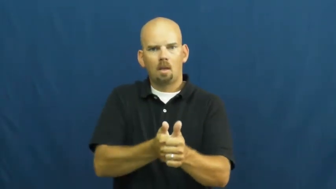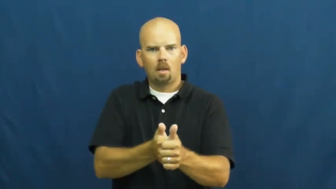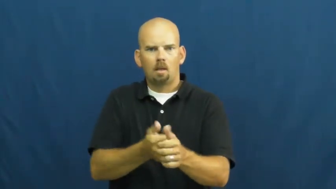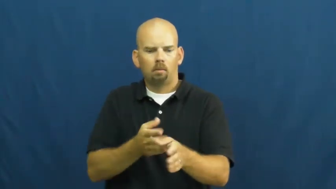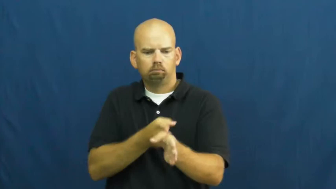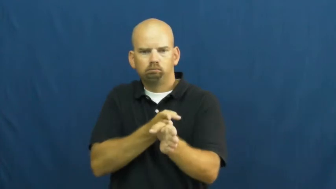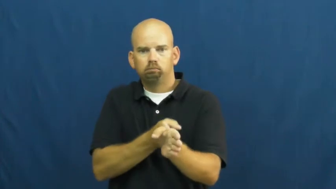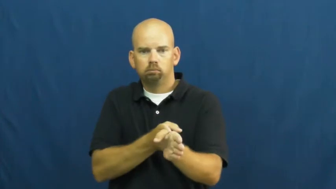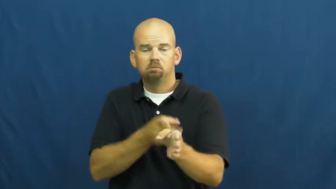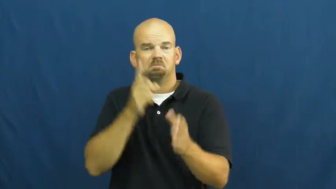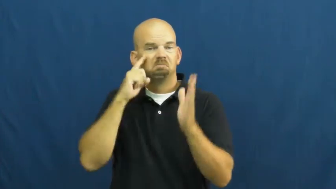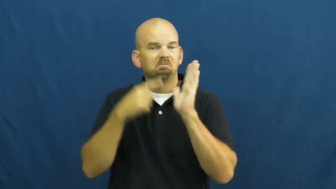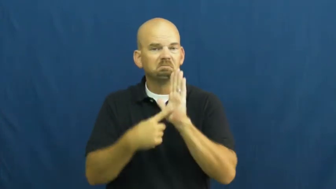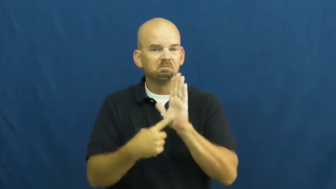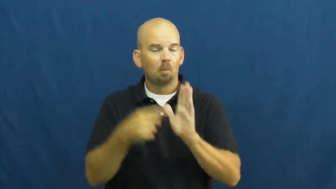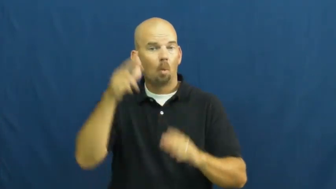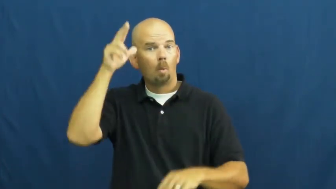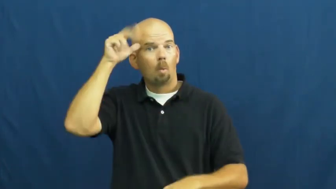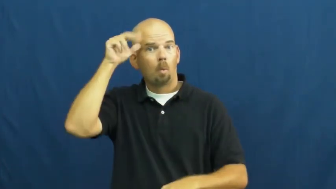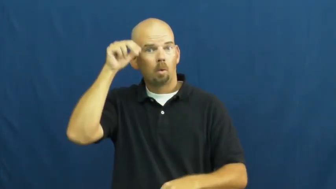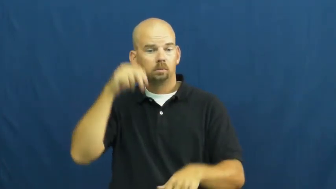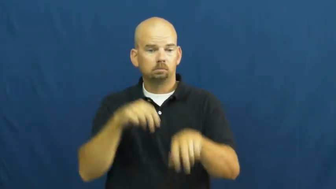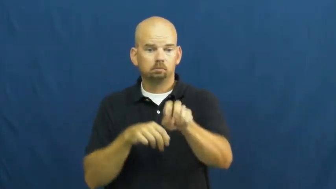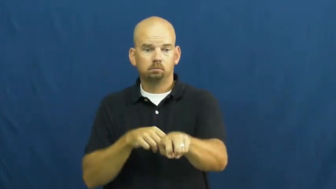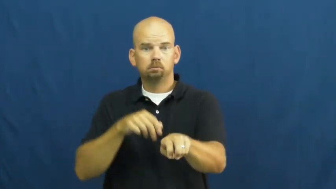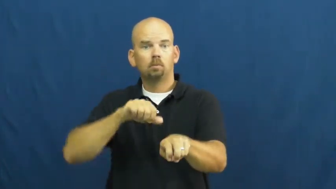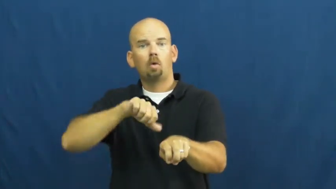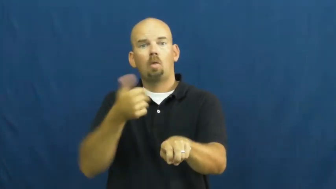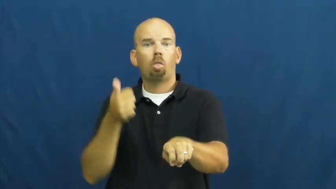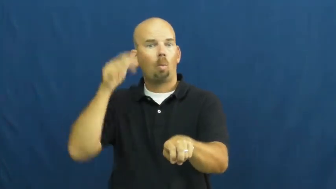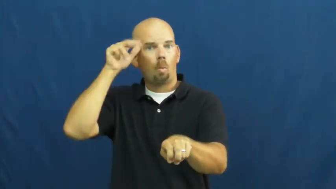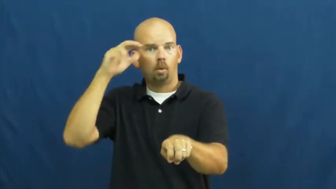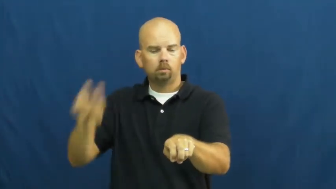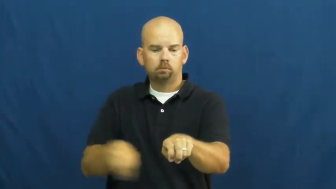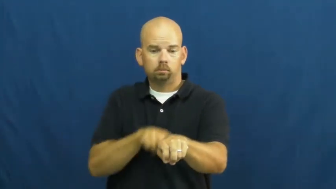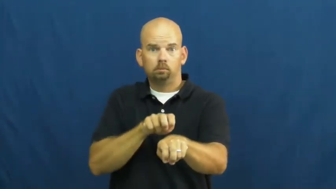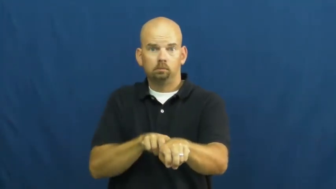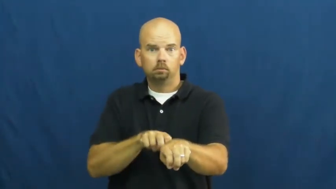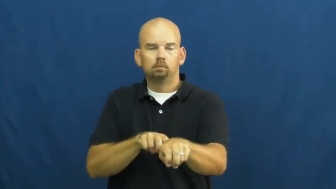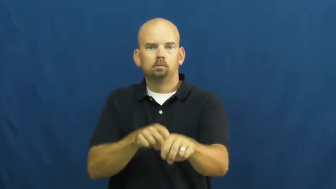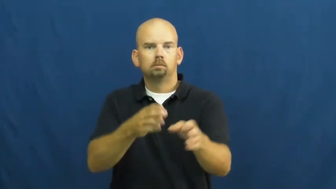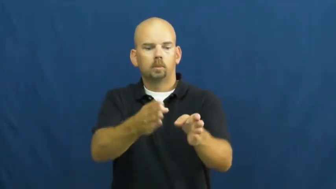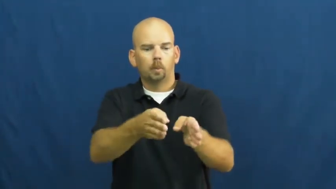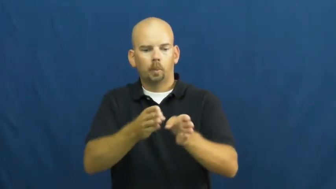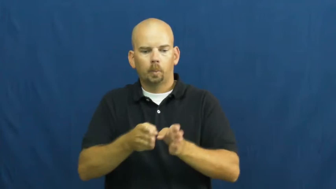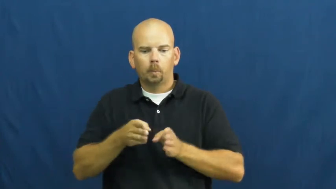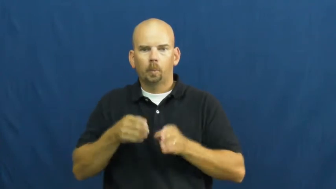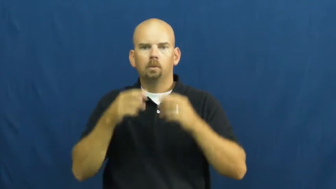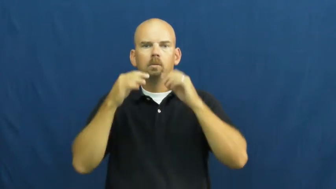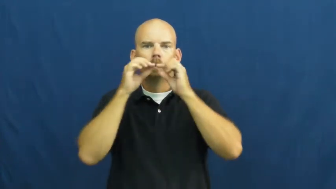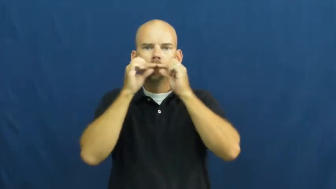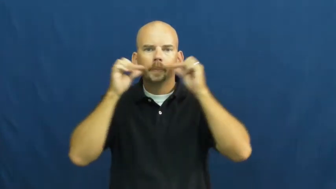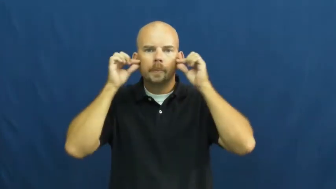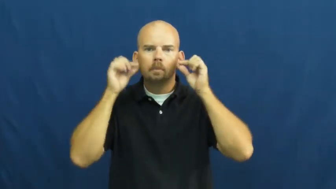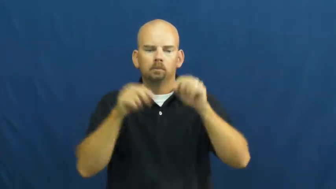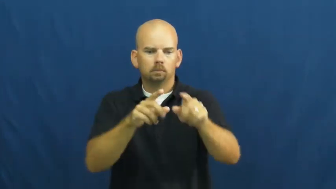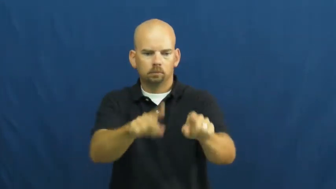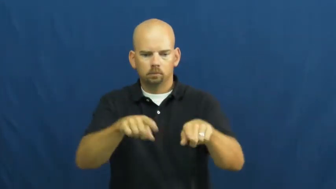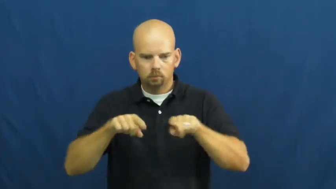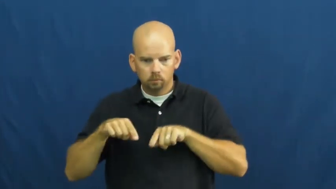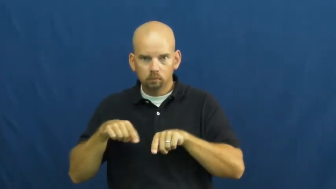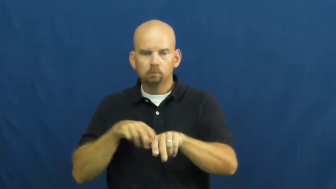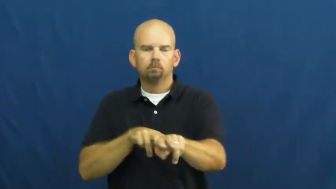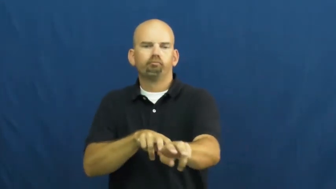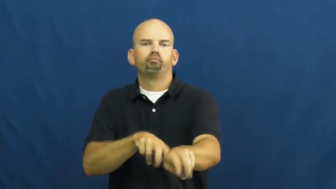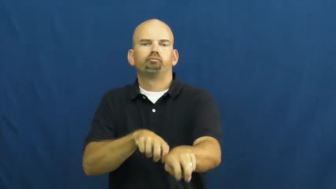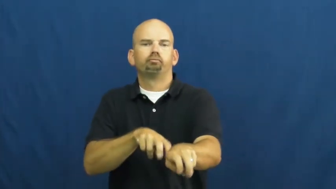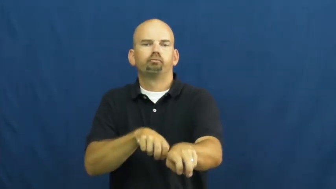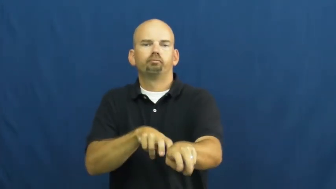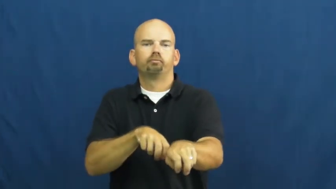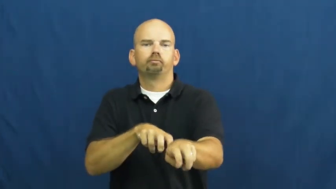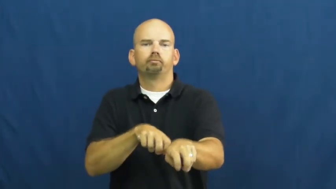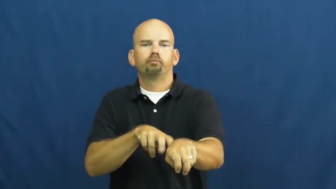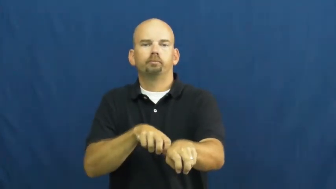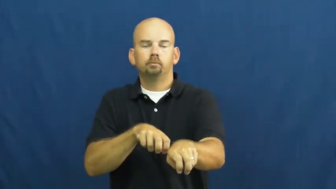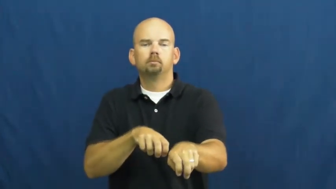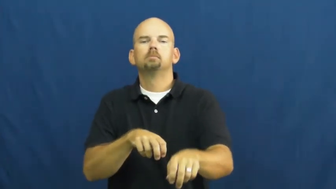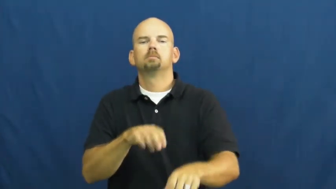tandem